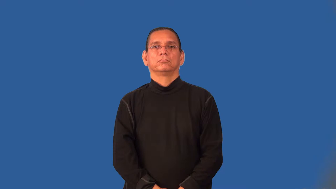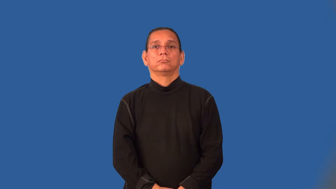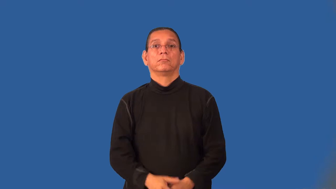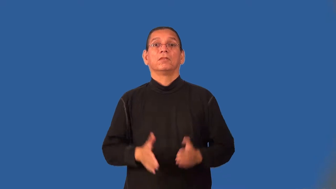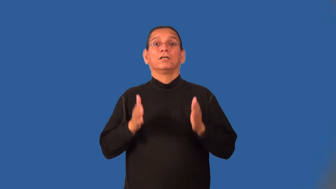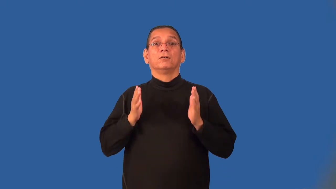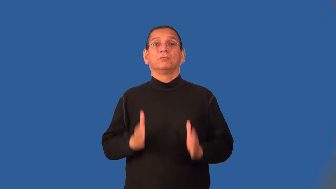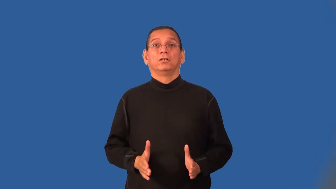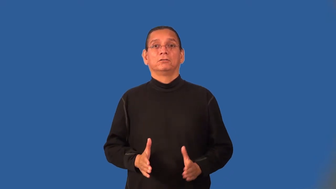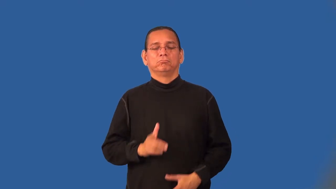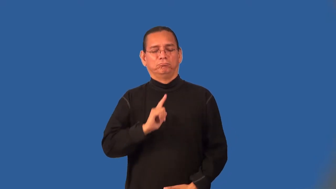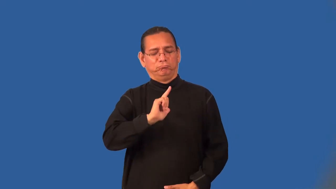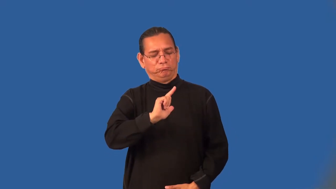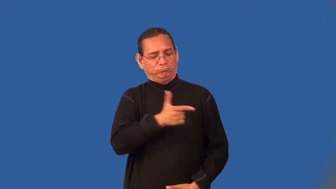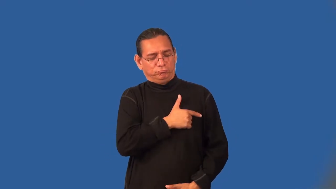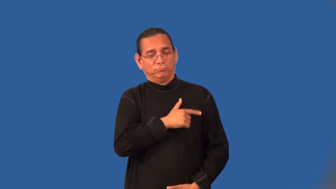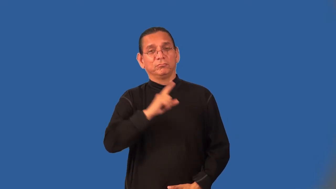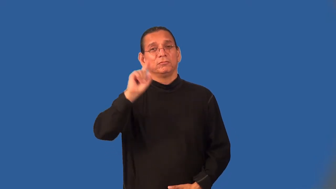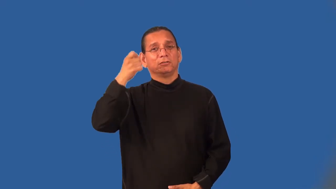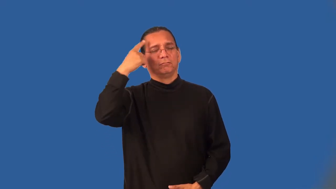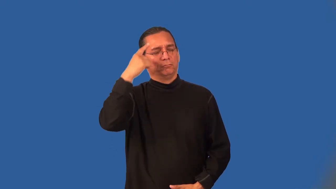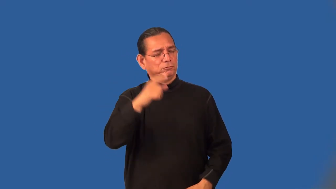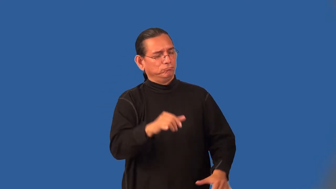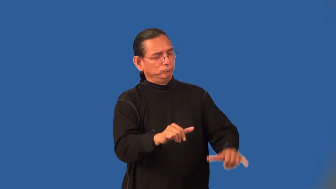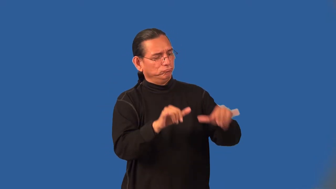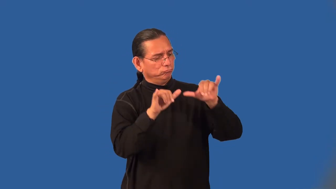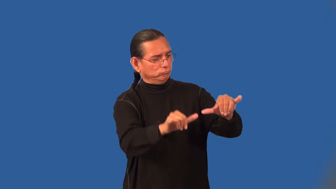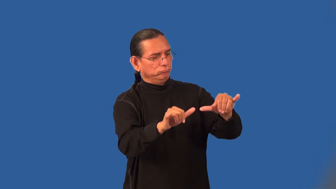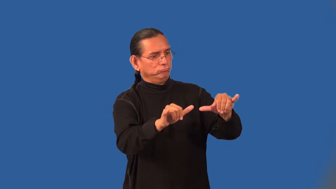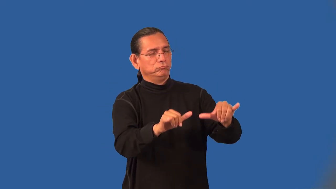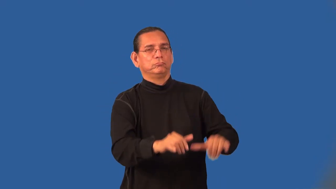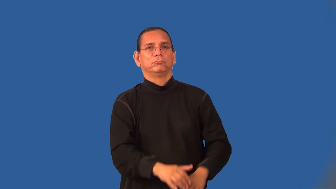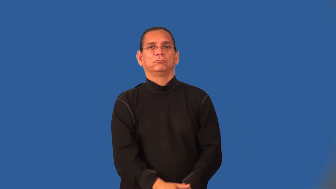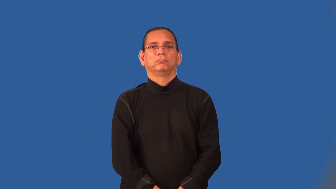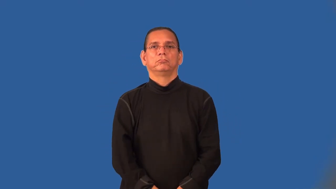loyalist